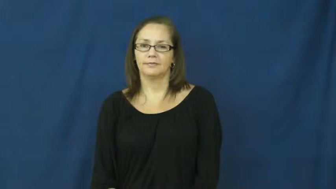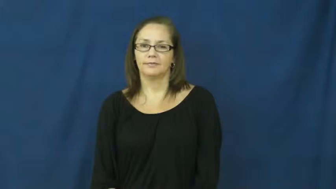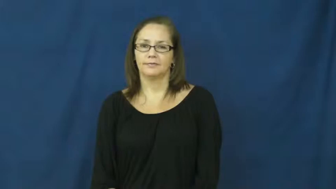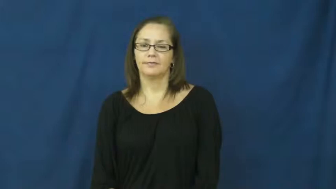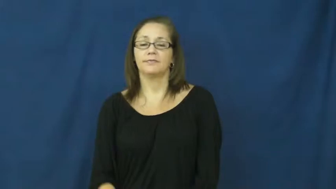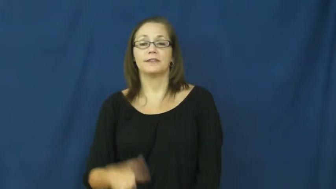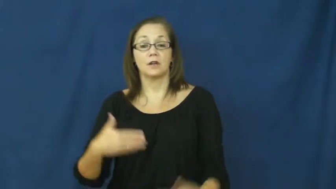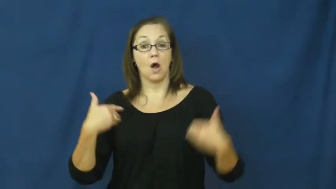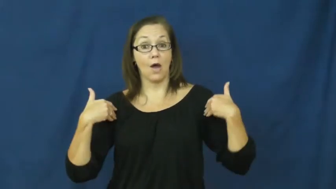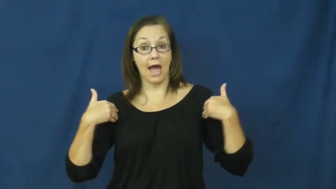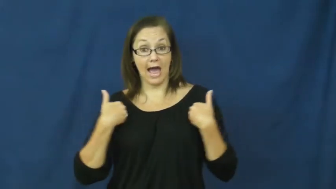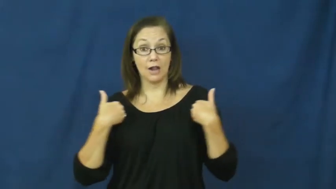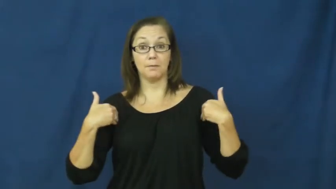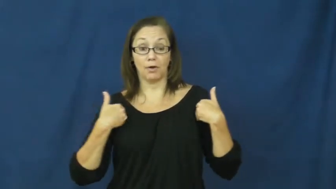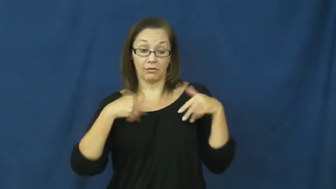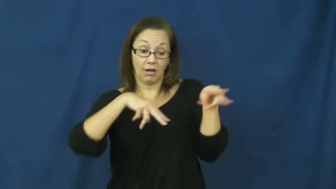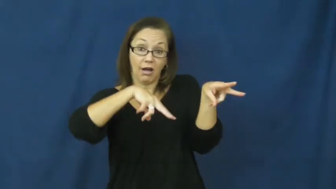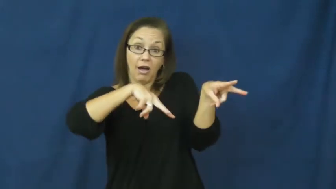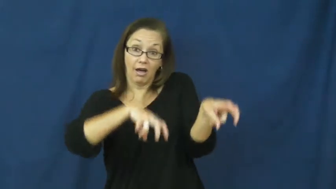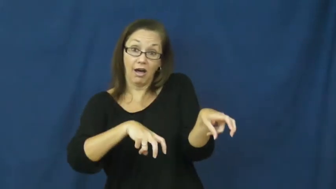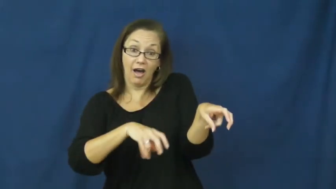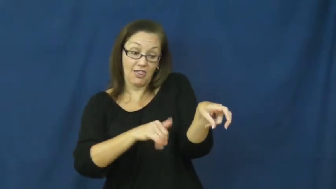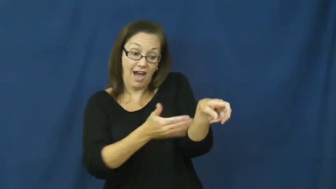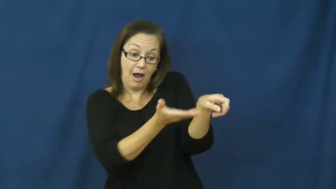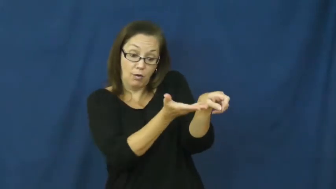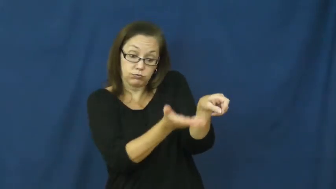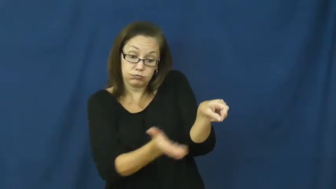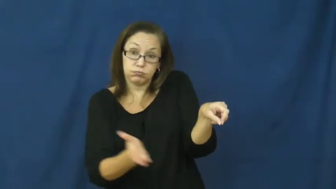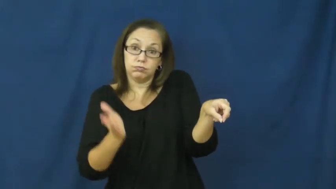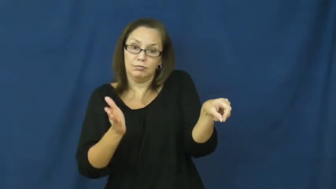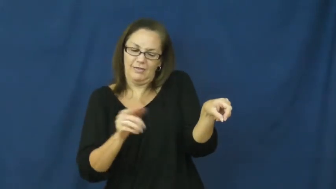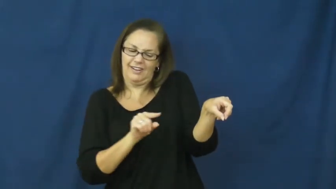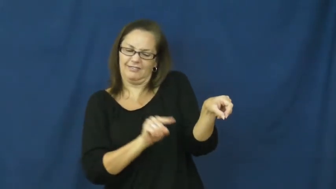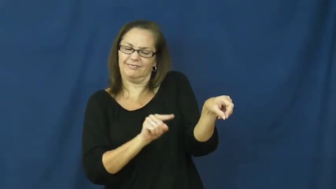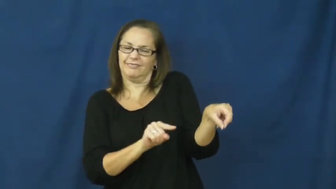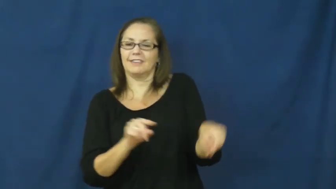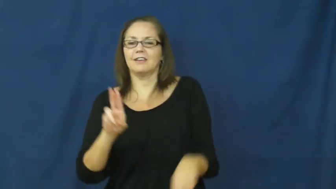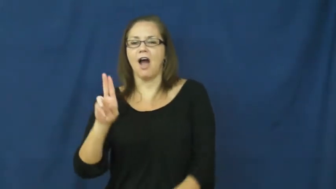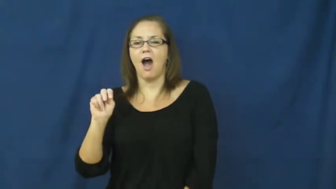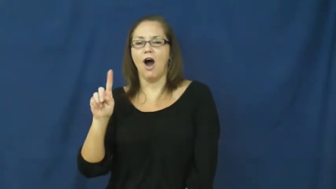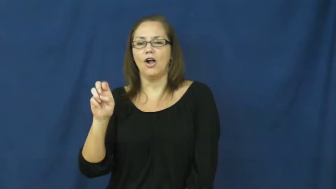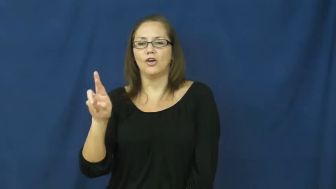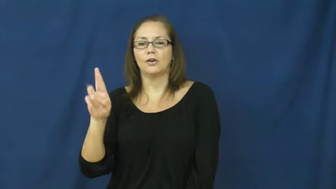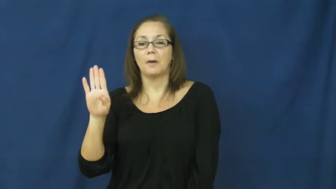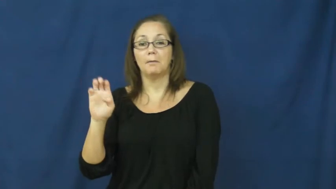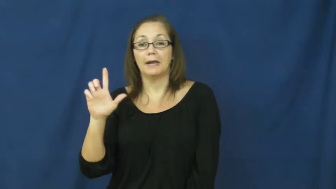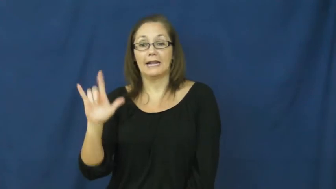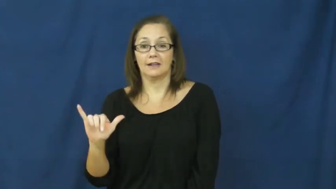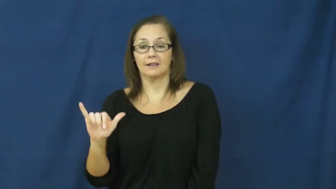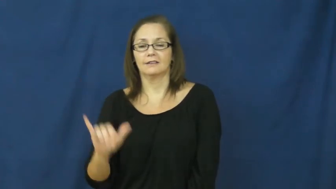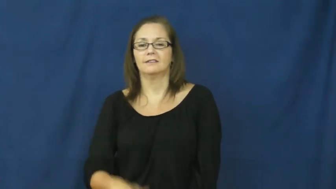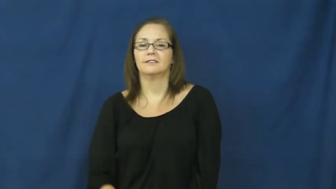underbelly-animal